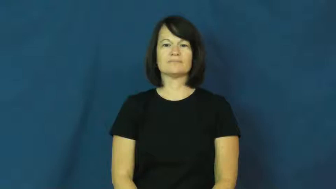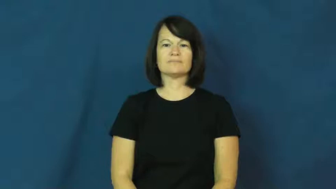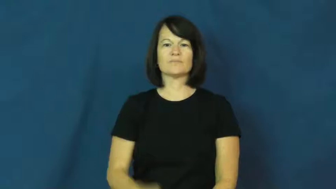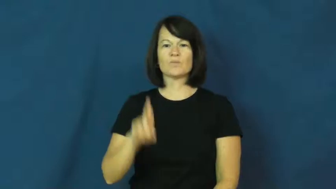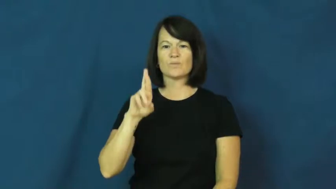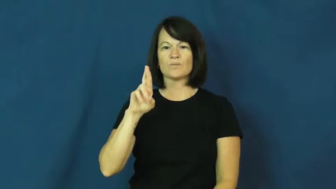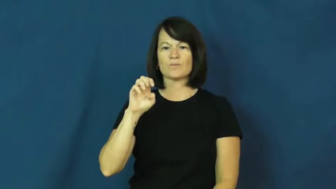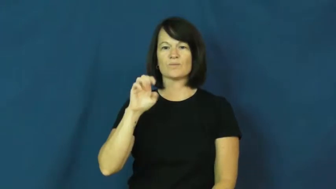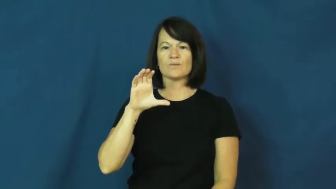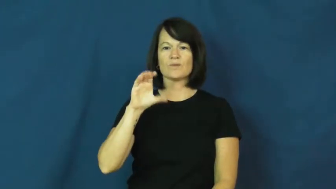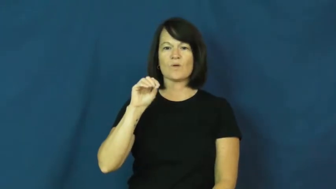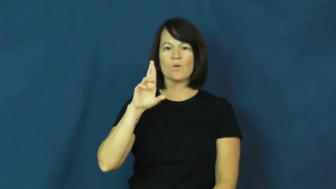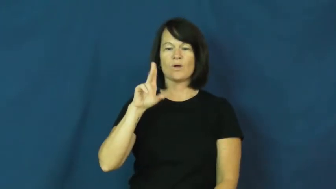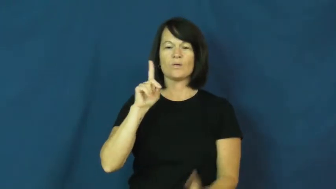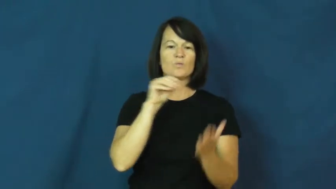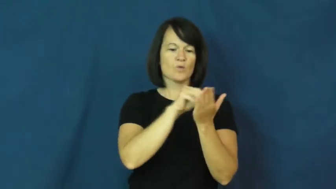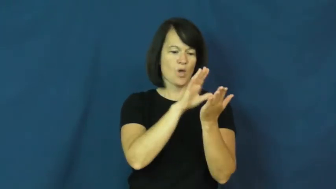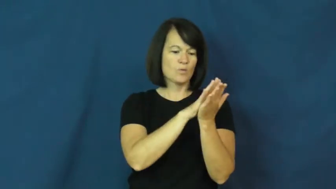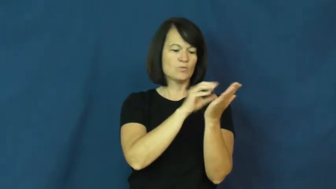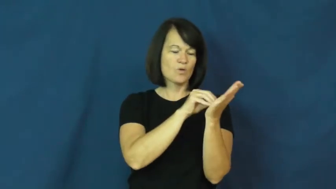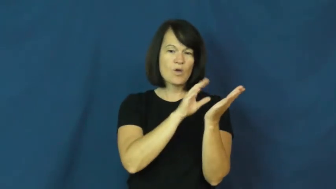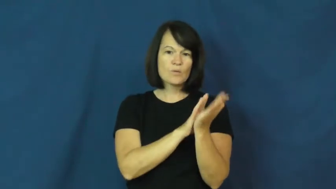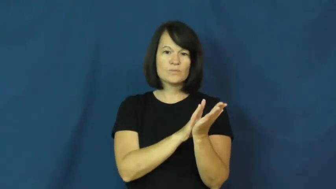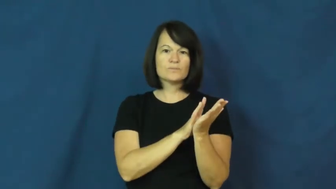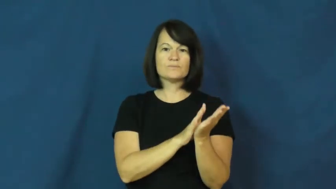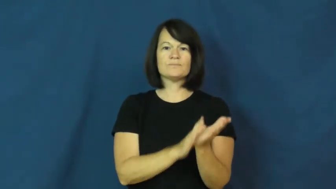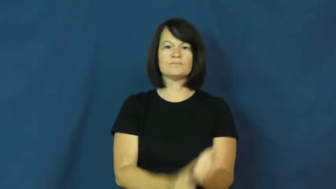record-on paper